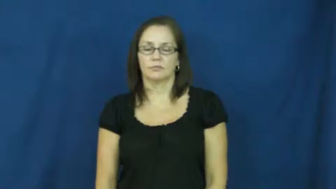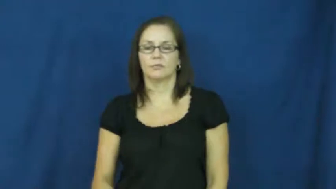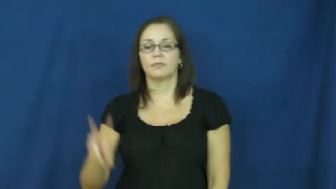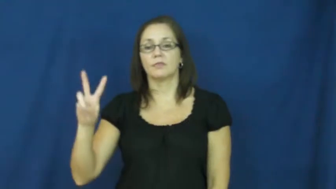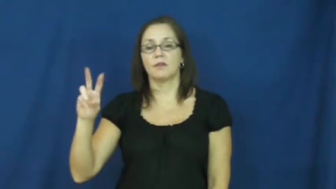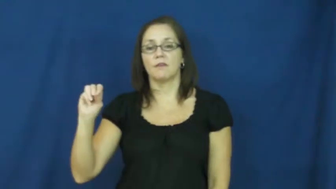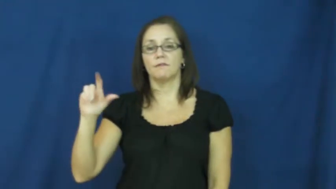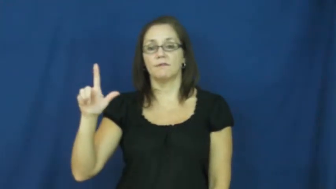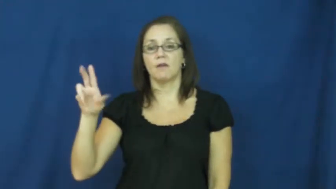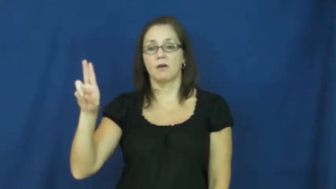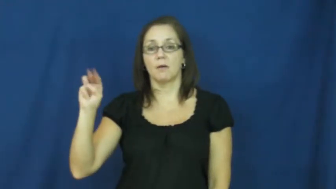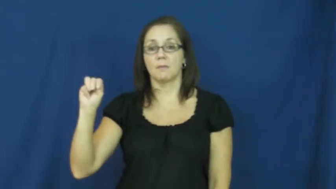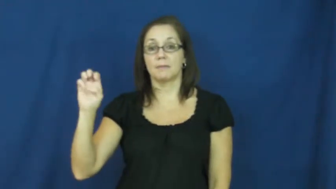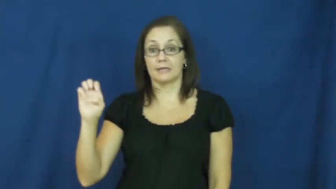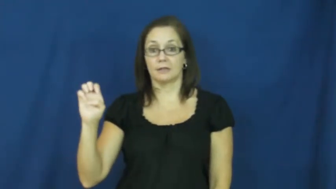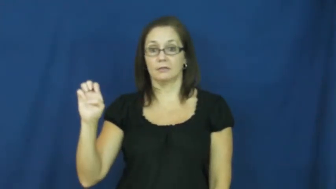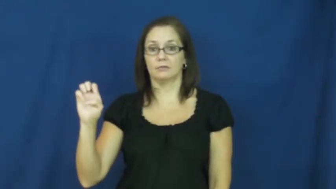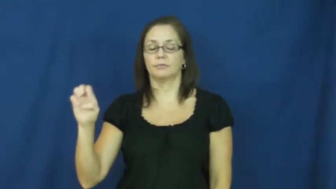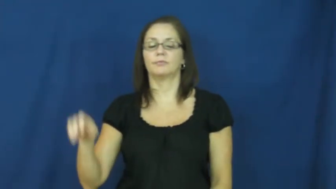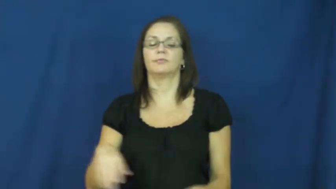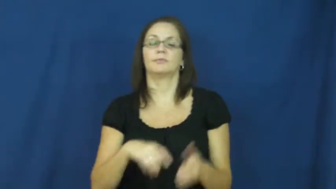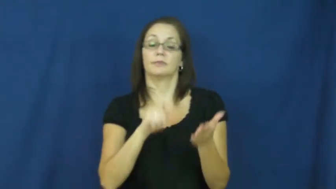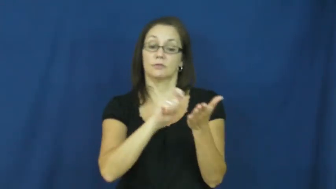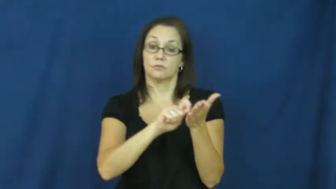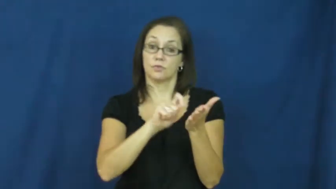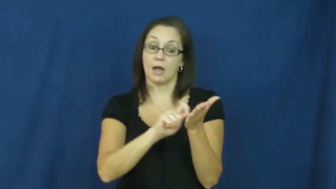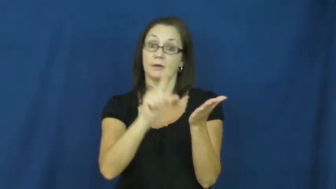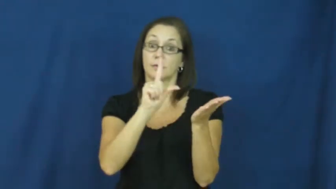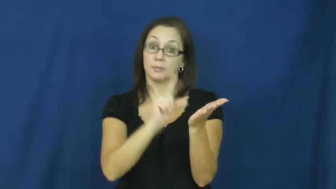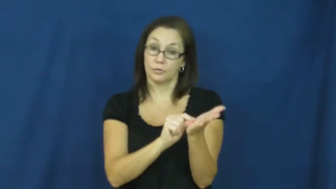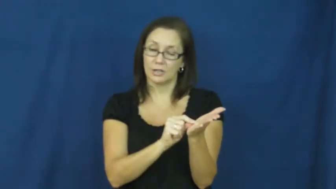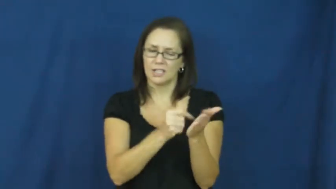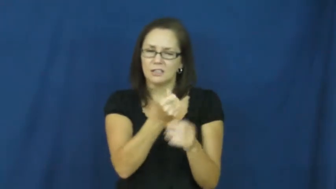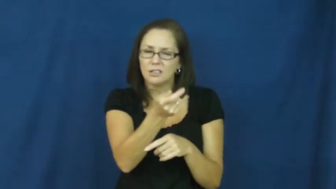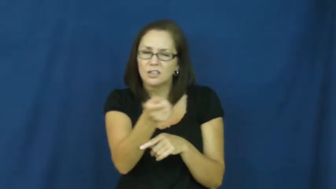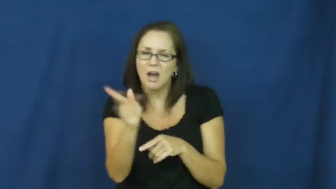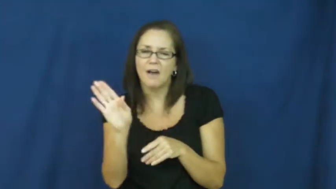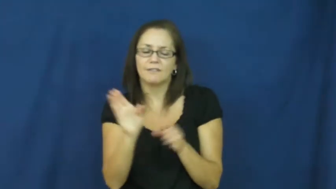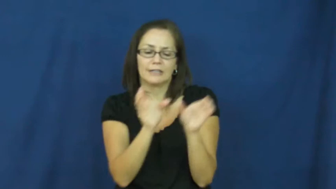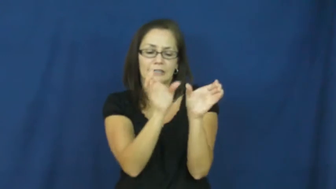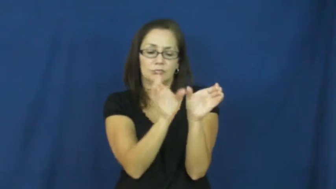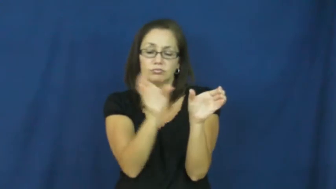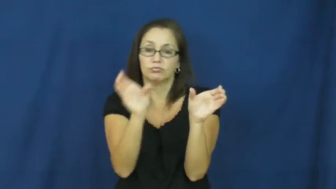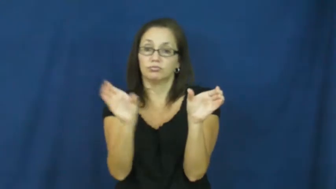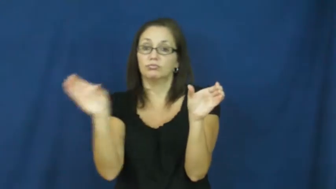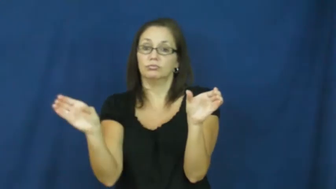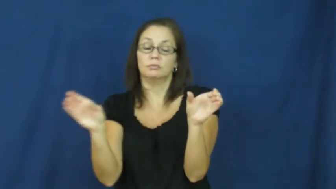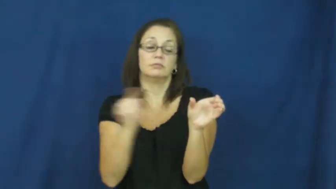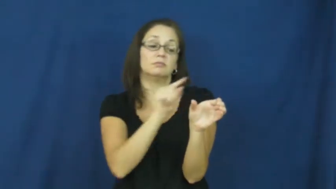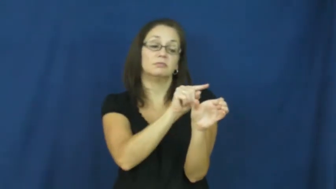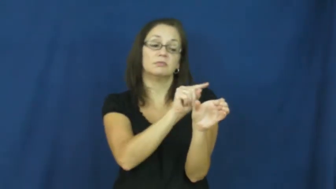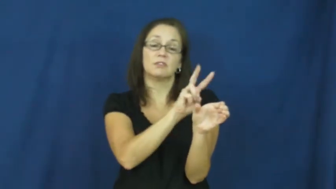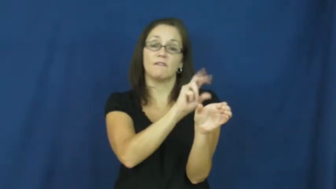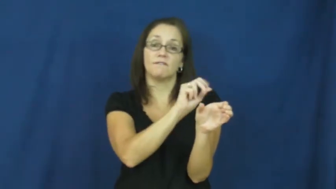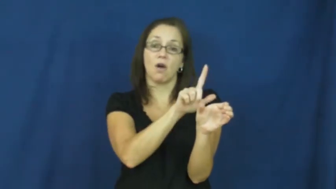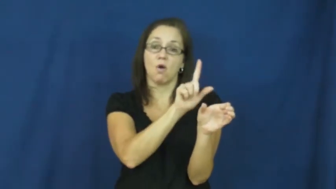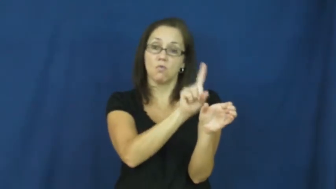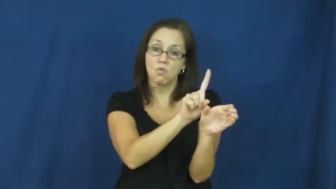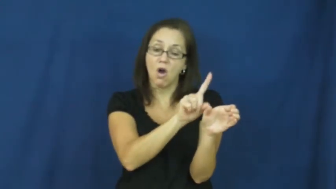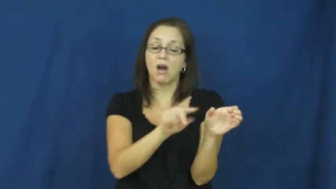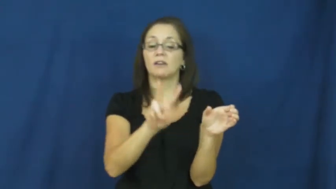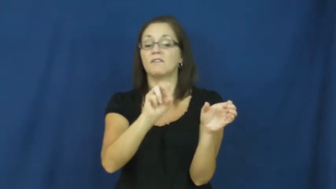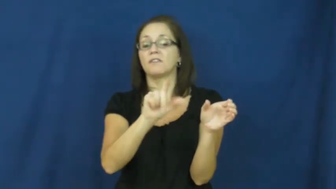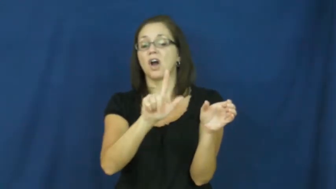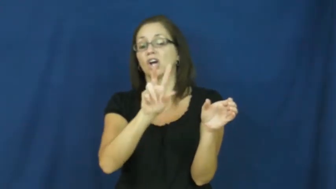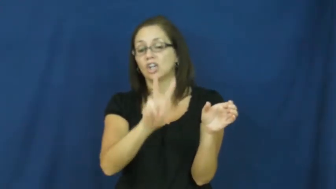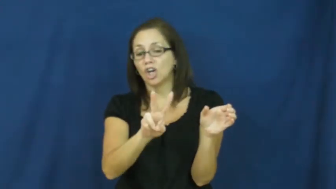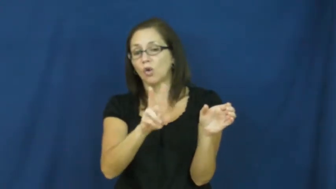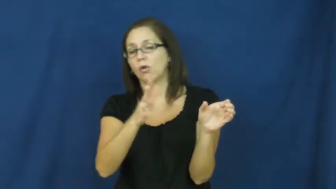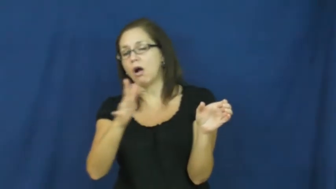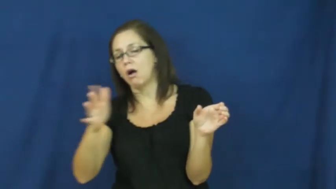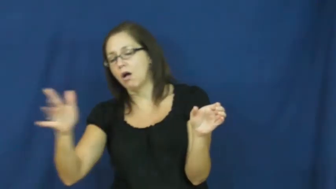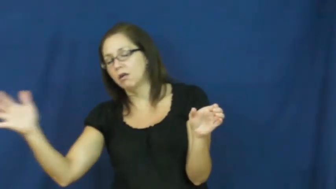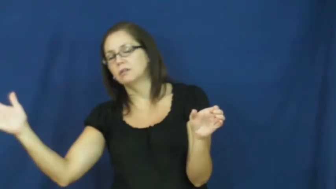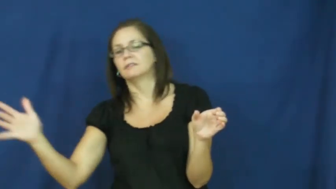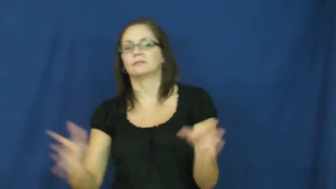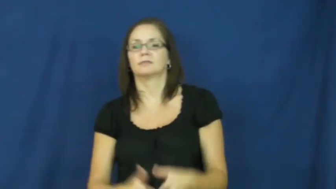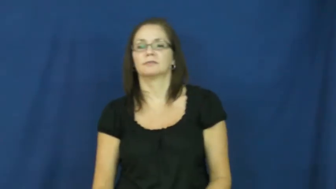volume-book